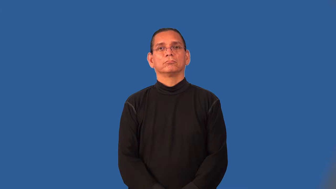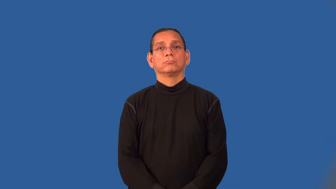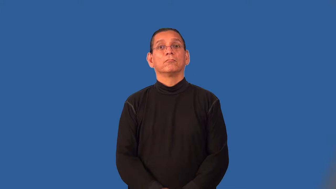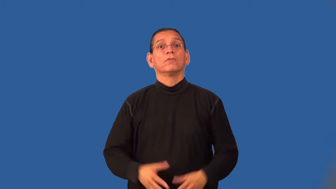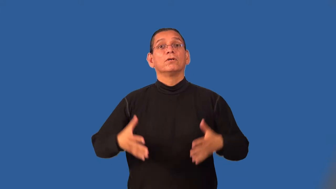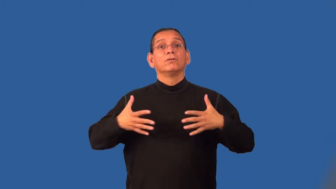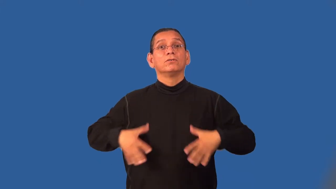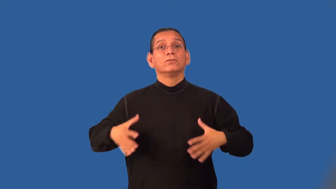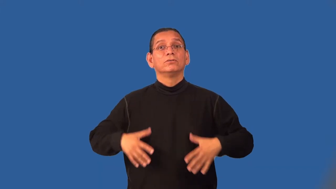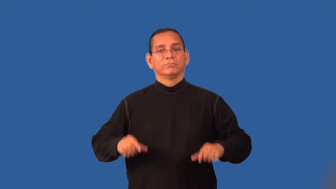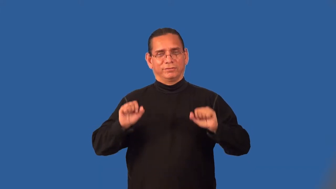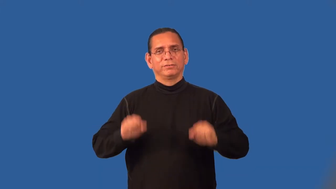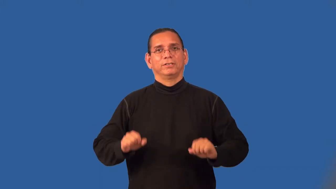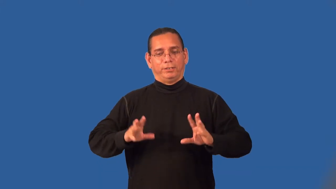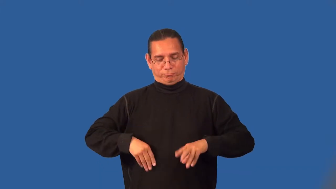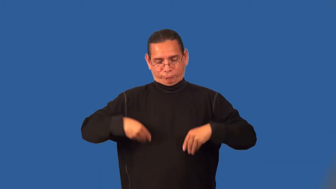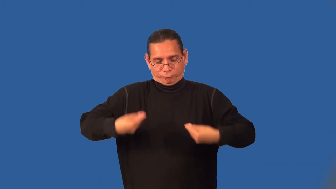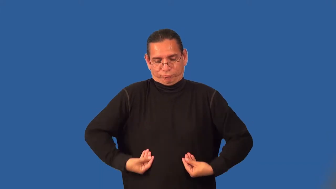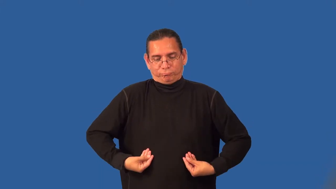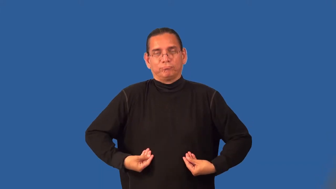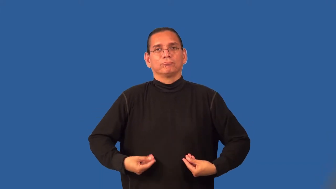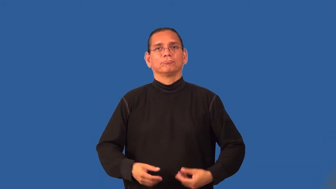reversible-both sides